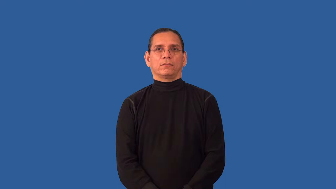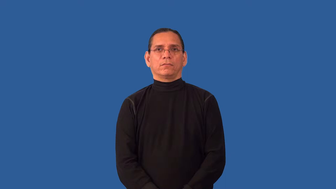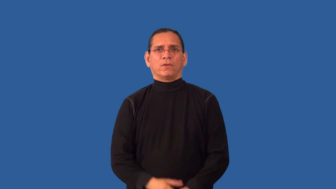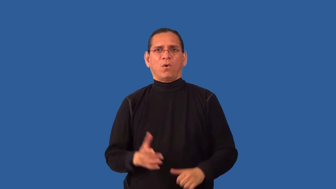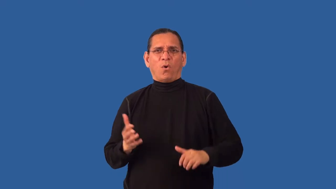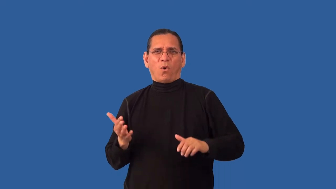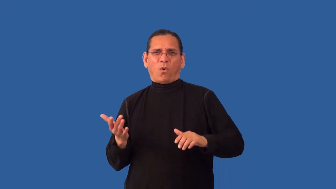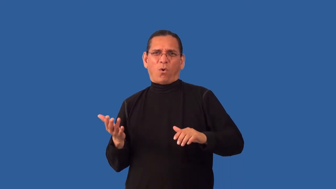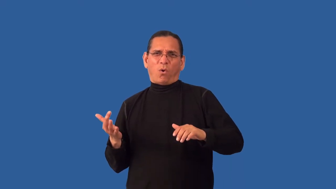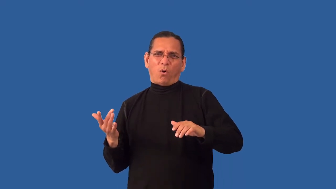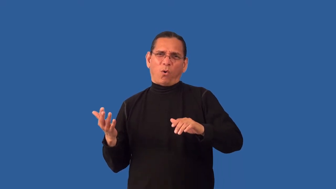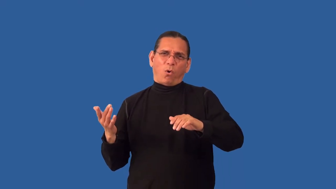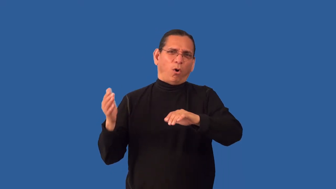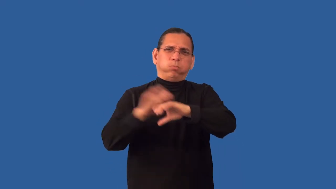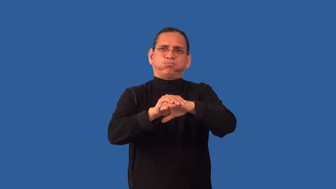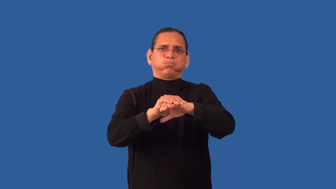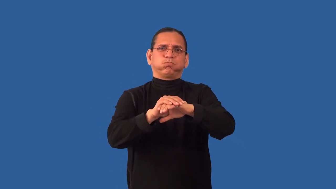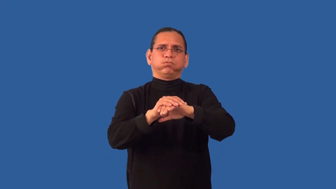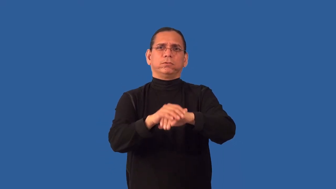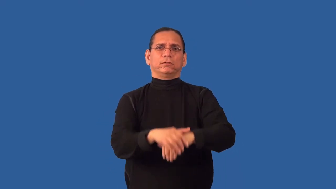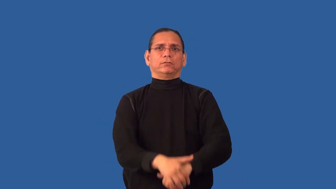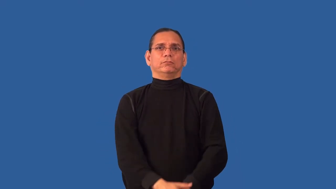redouble